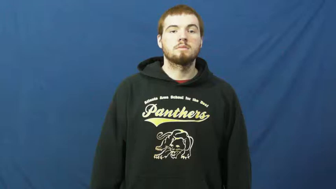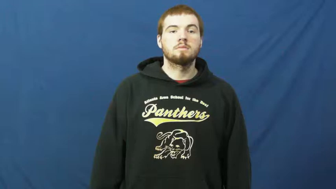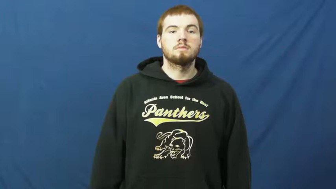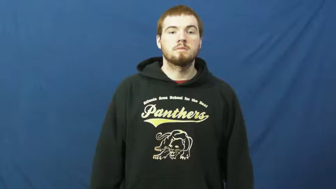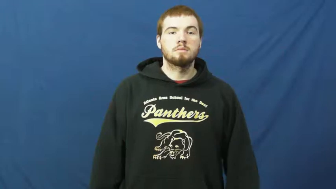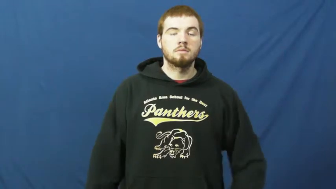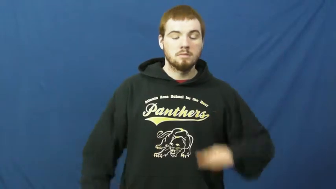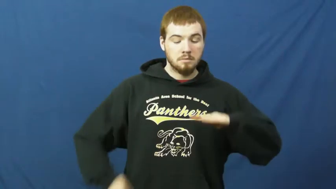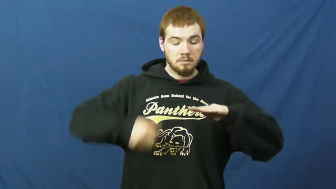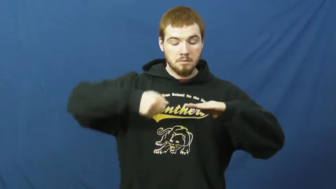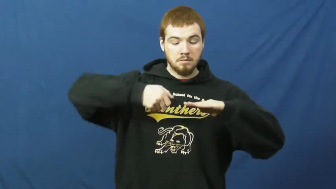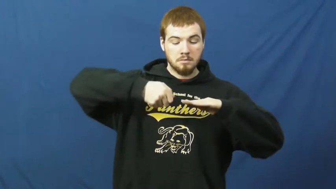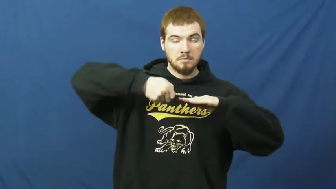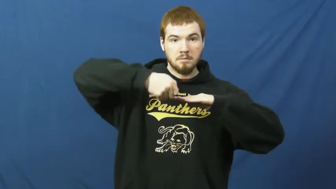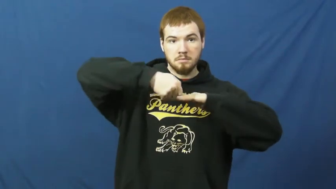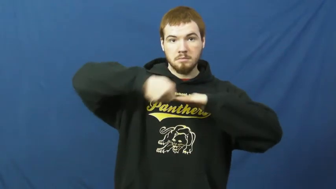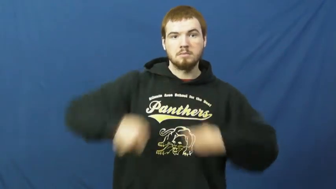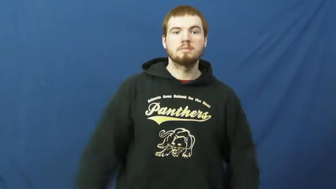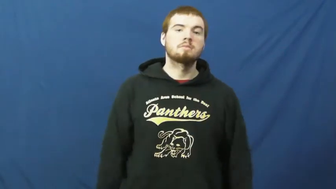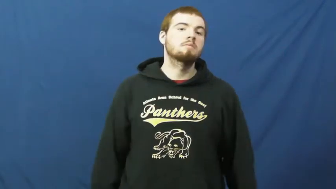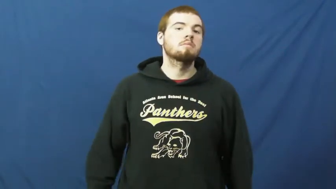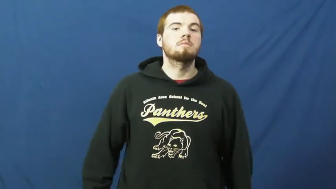clip-fingernails